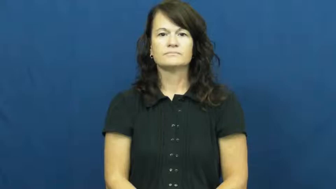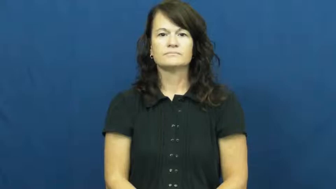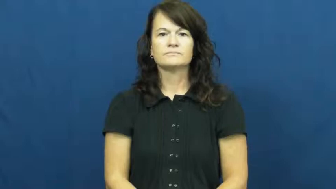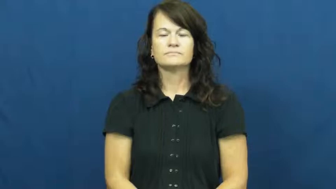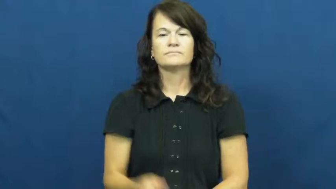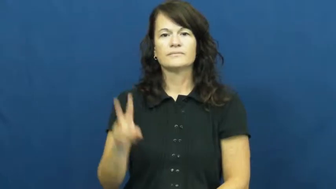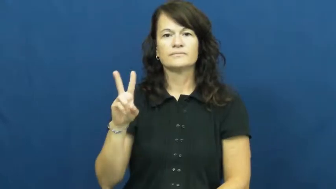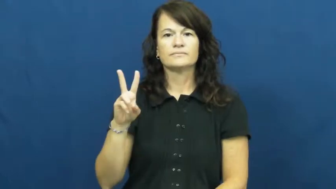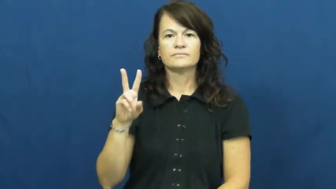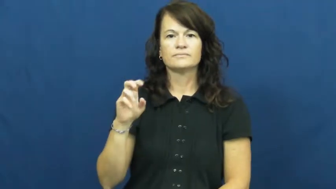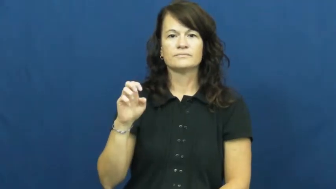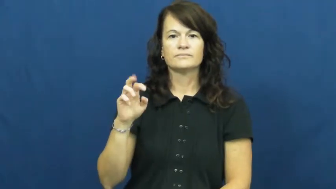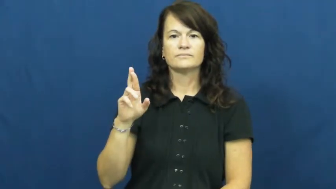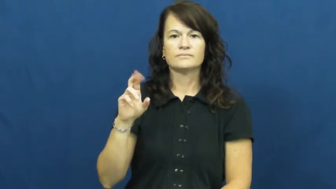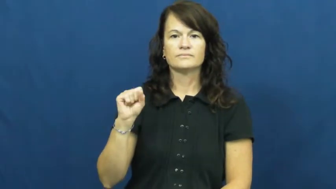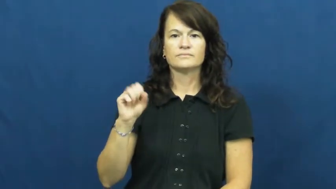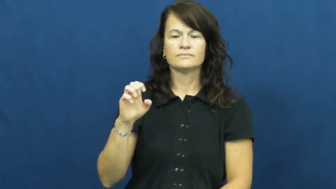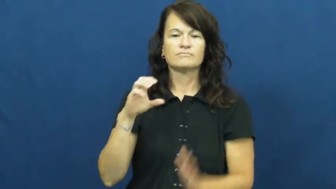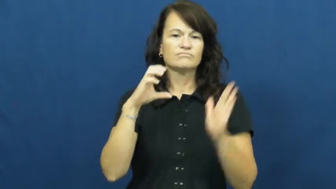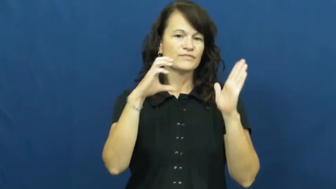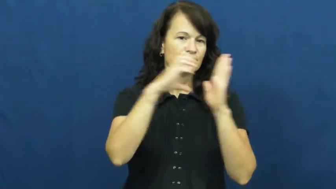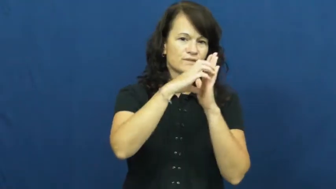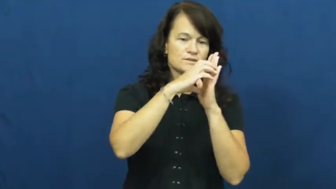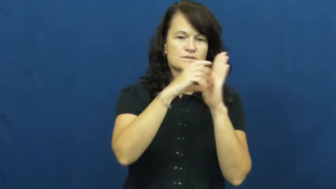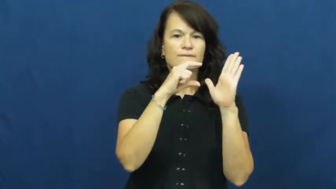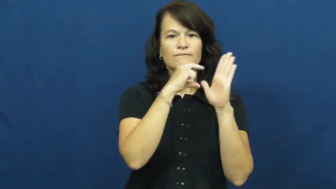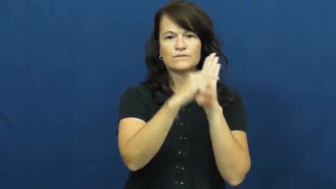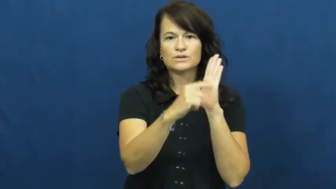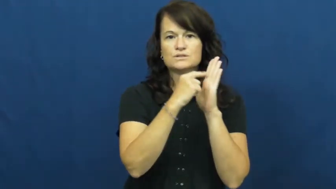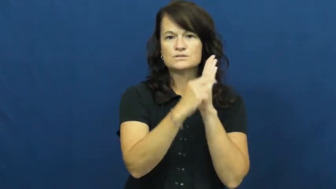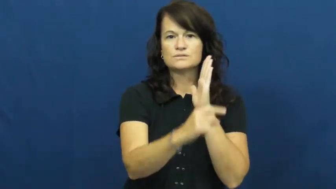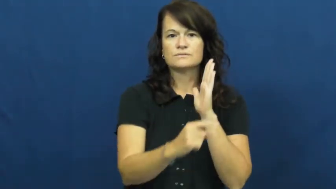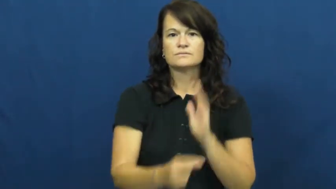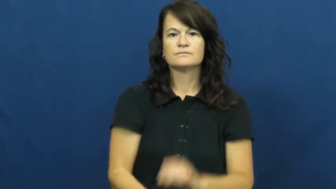verse